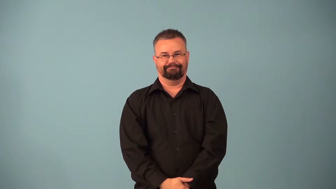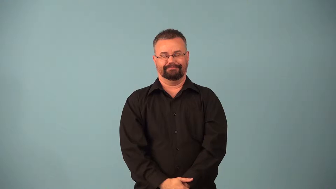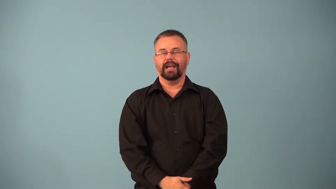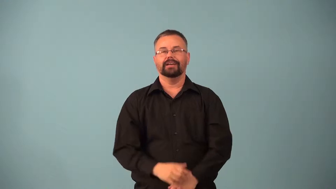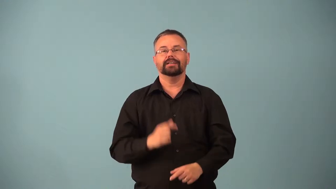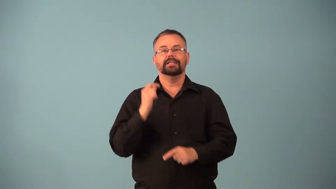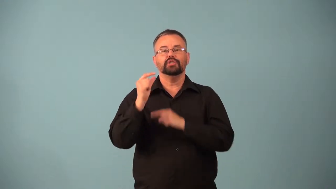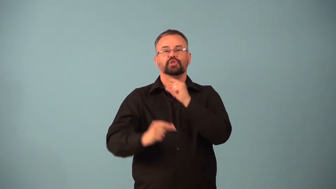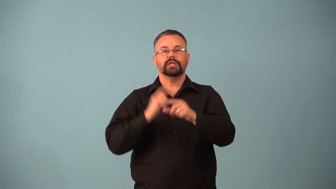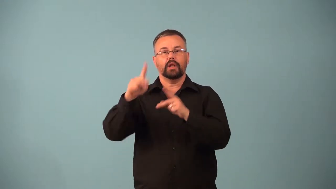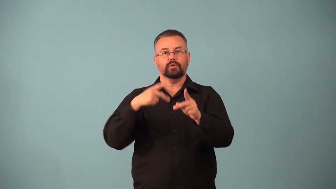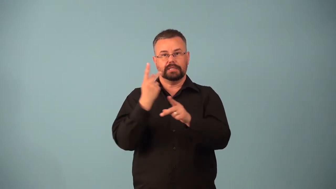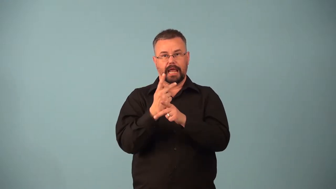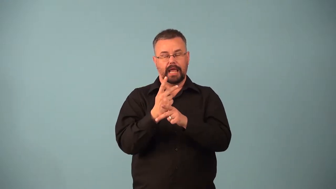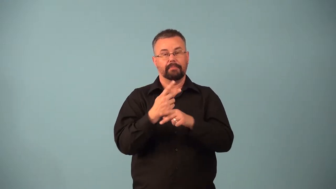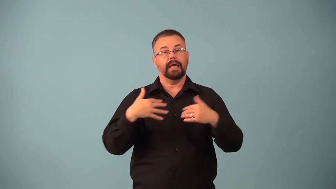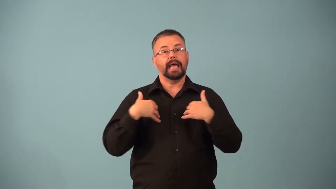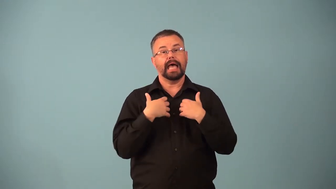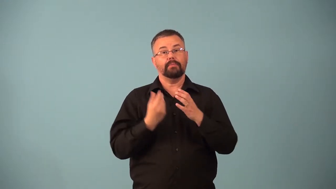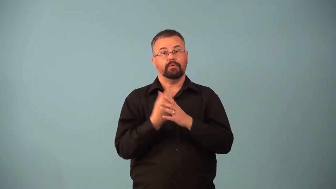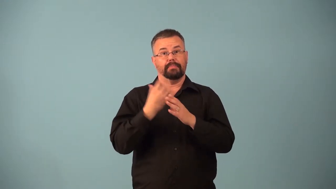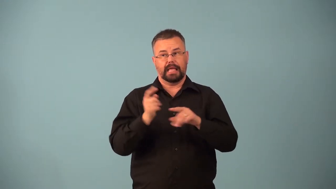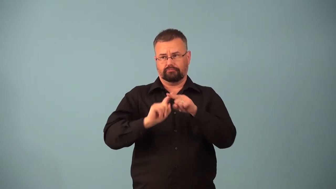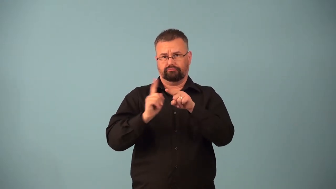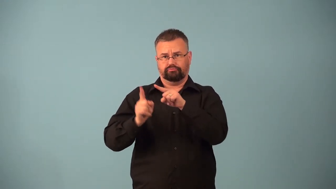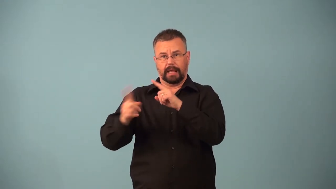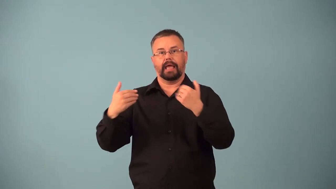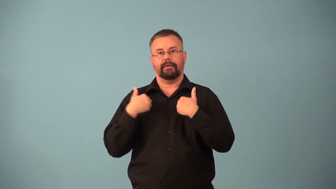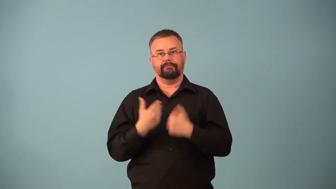genotype